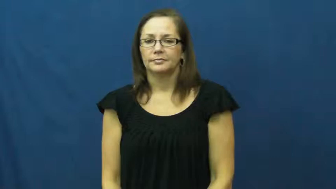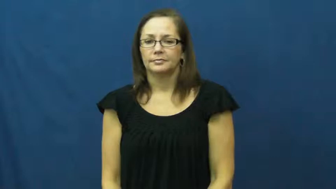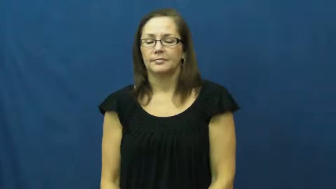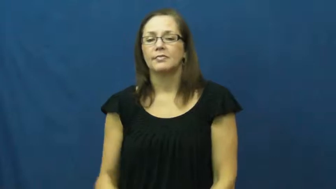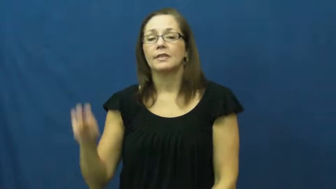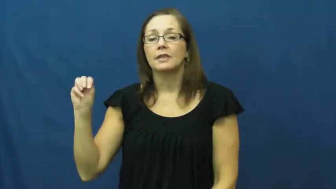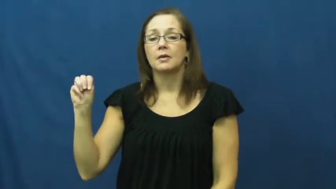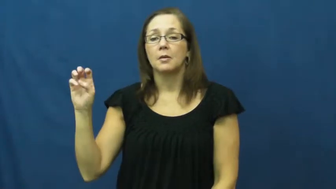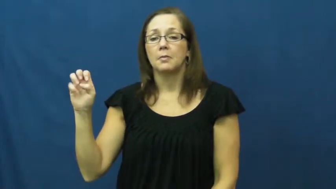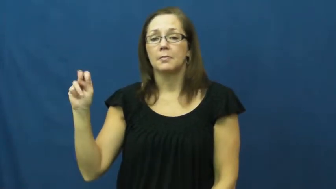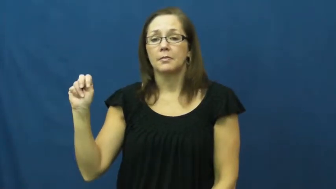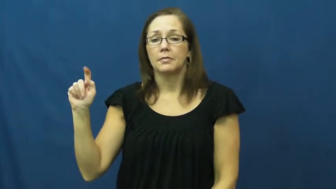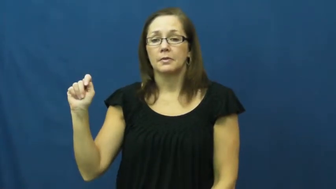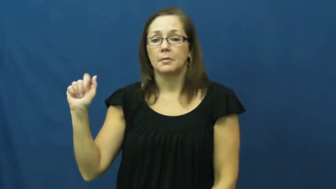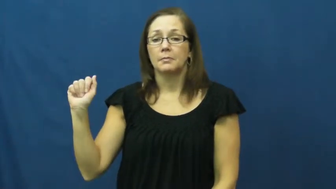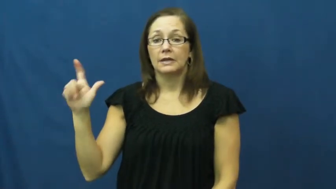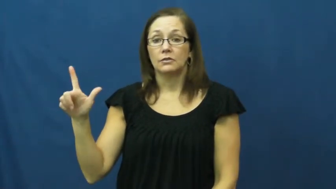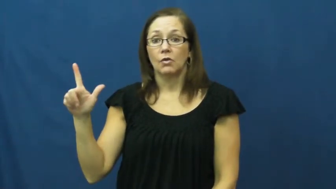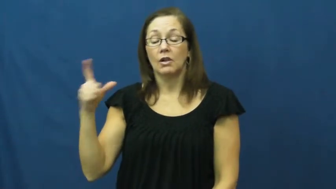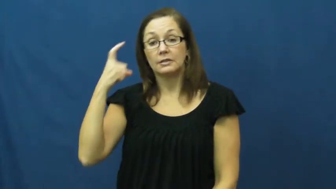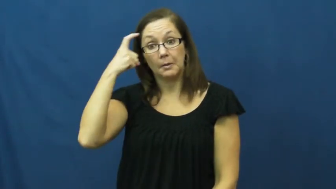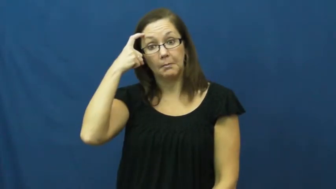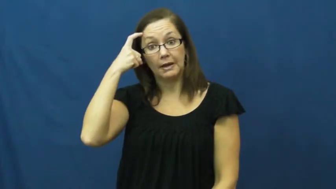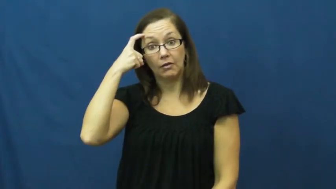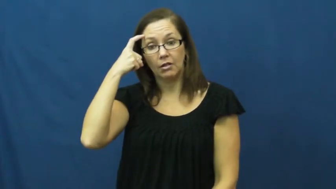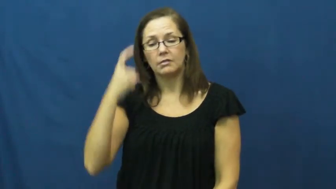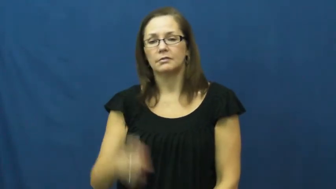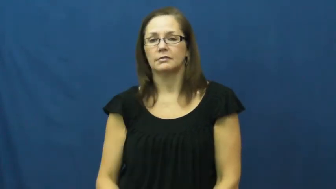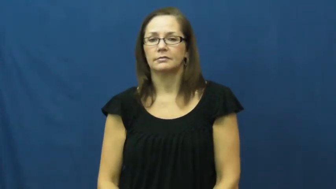mental